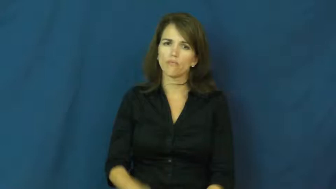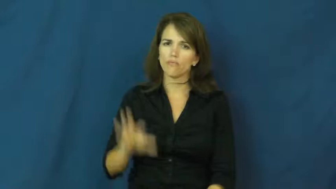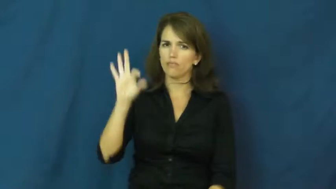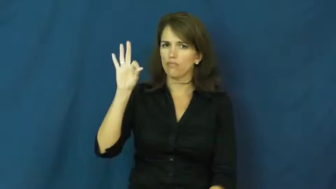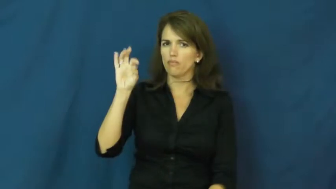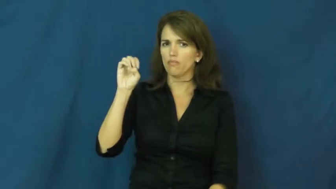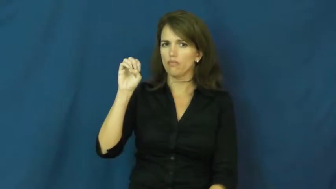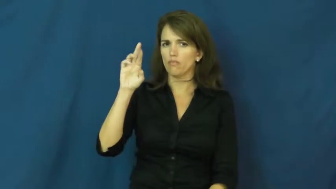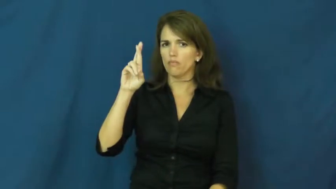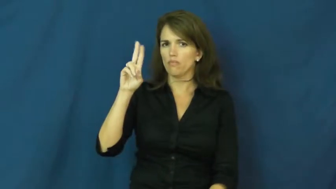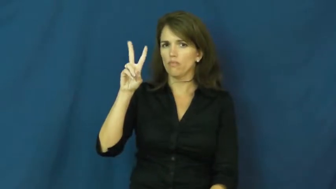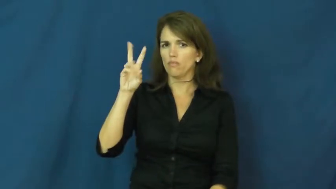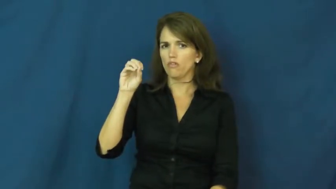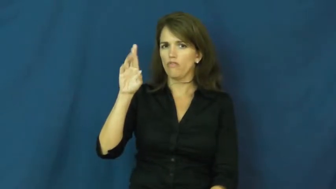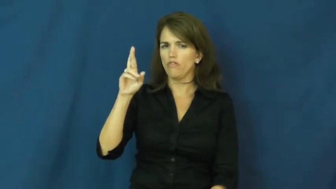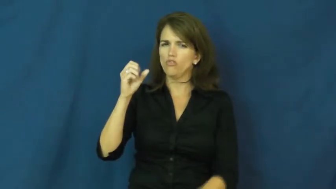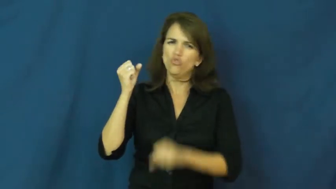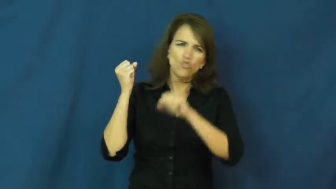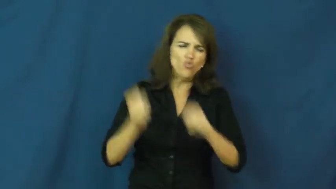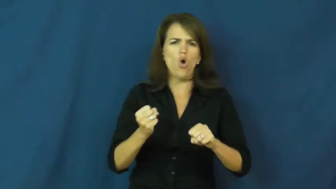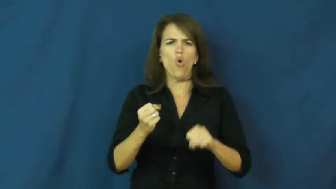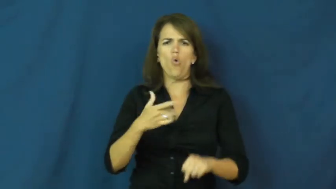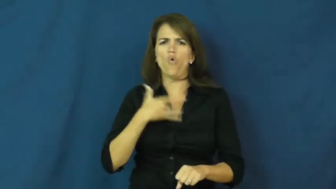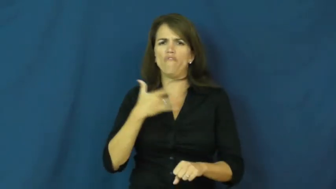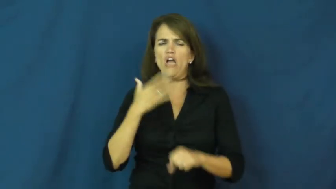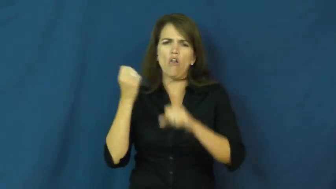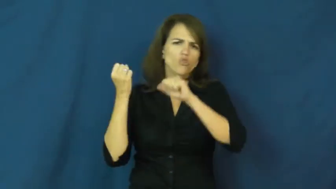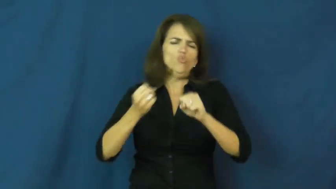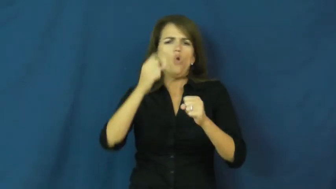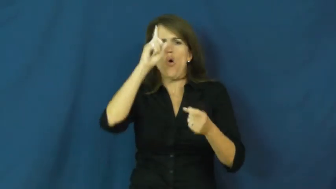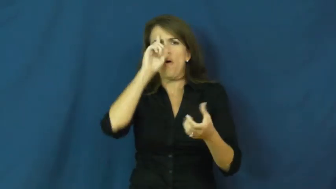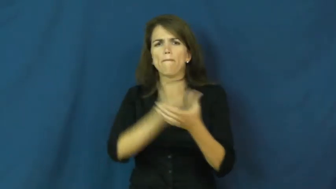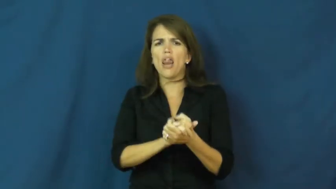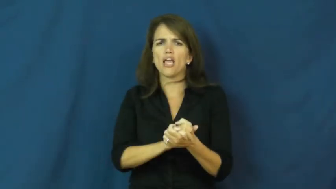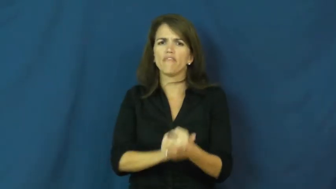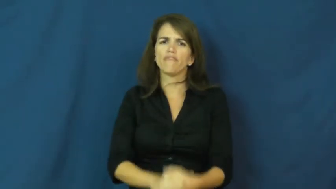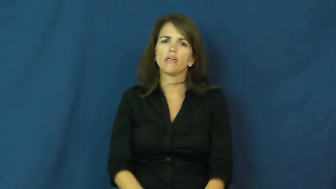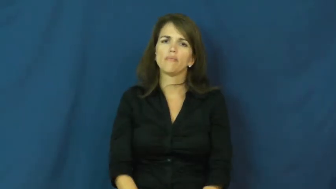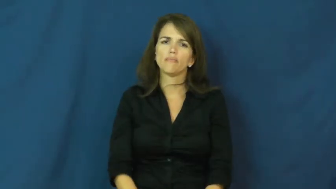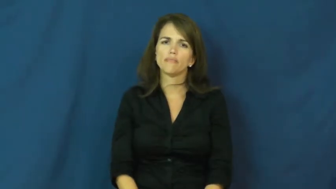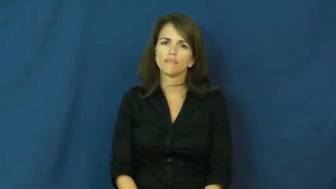fervor